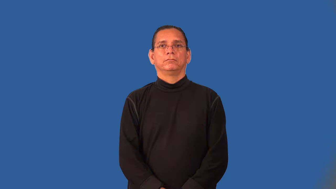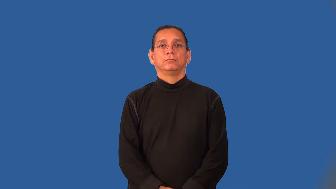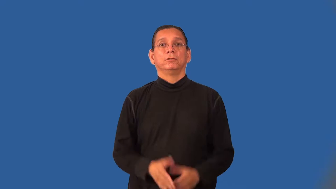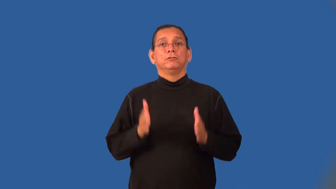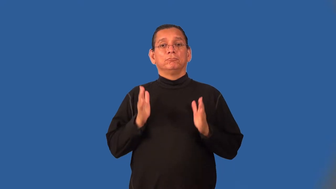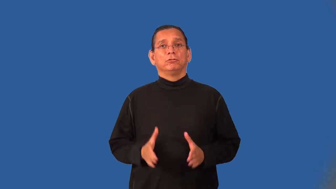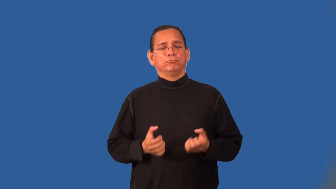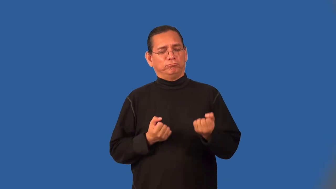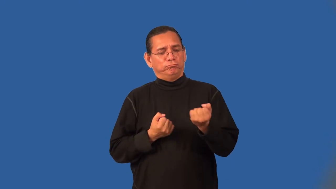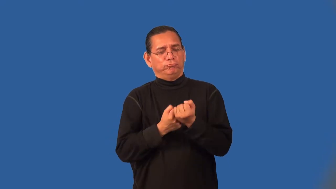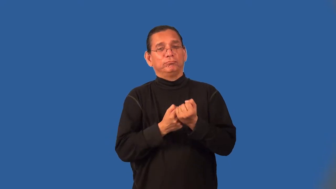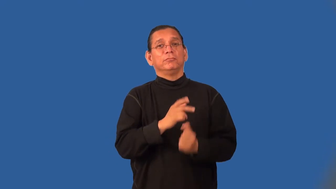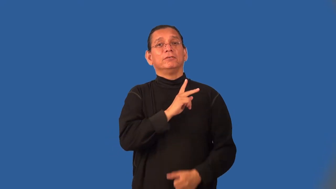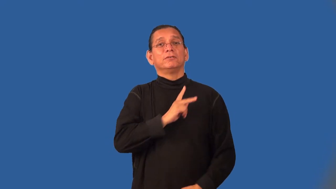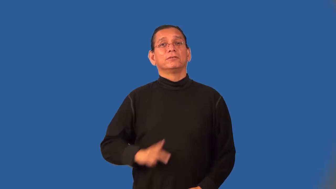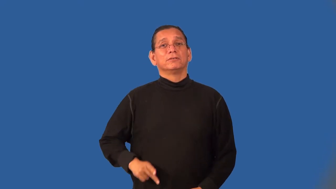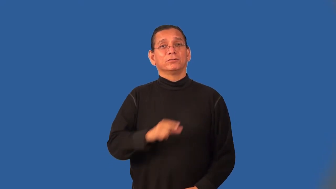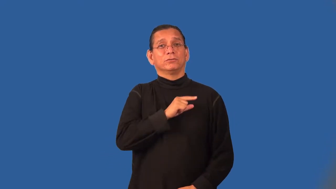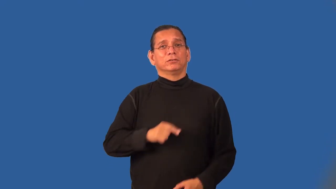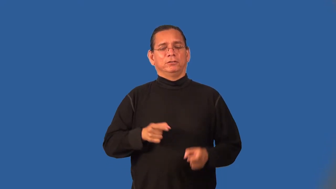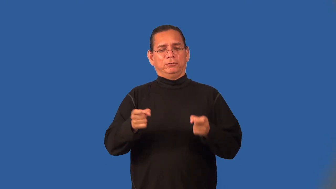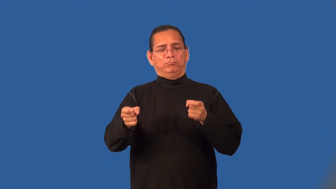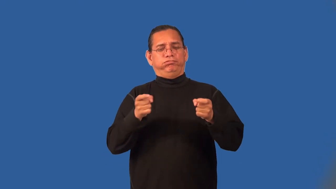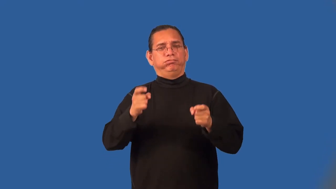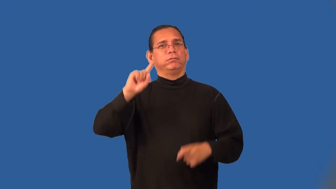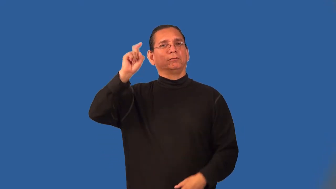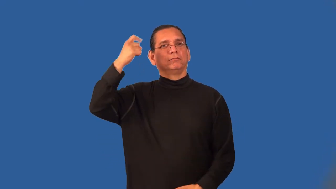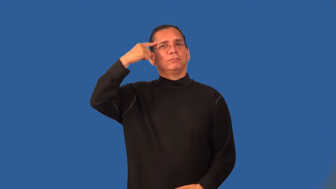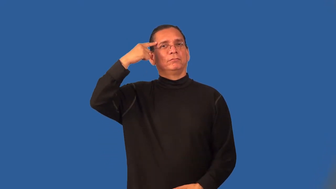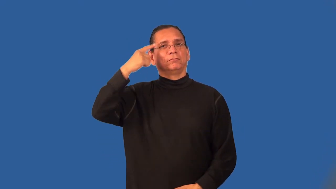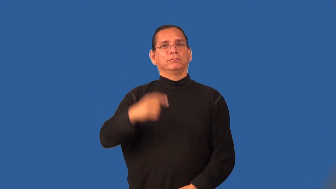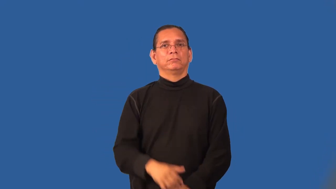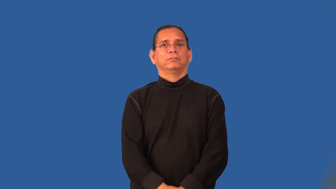royalist